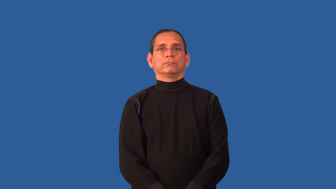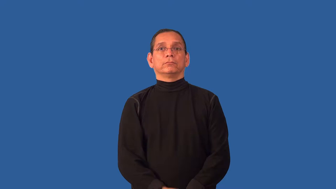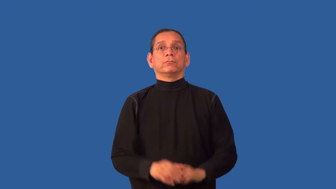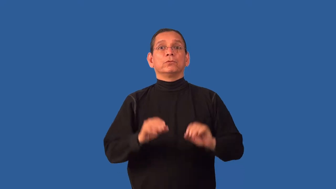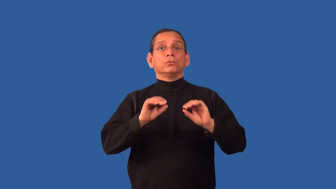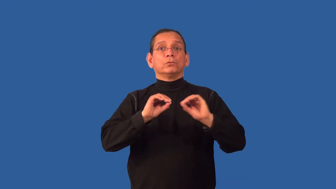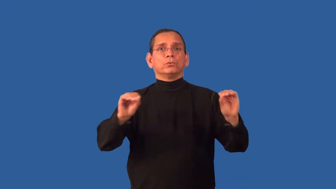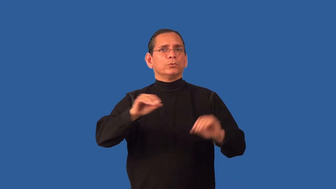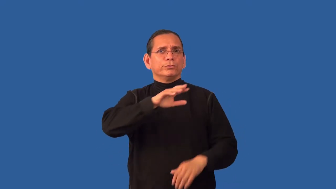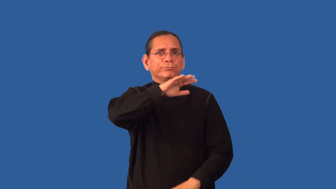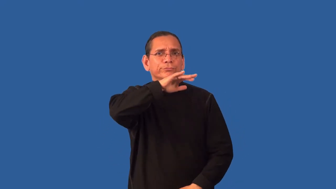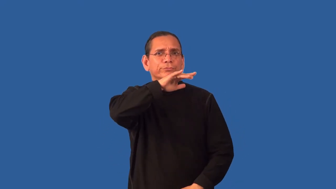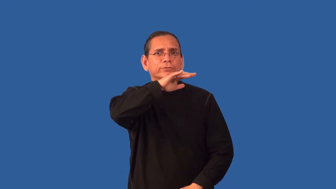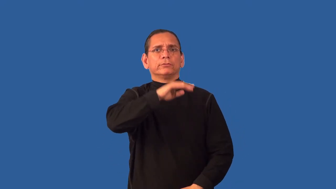unstained